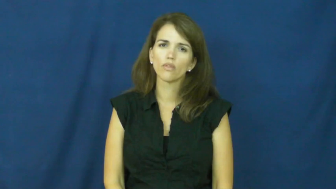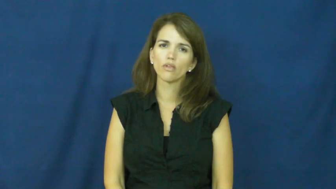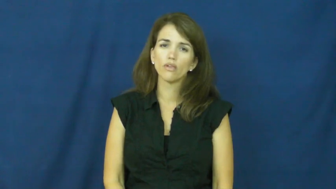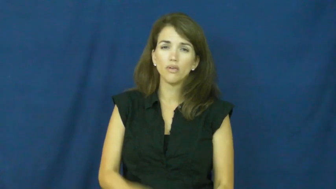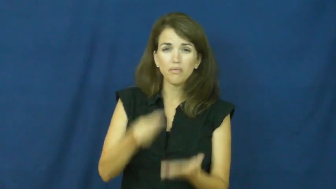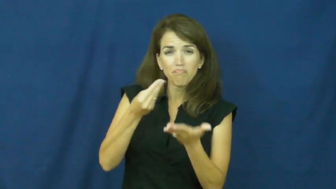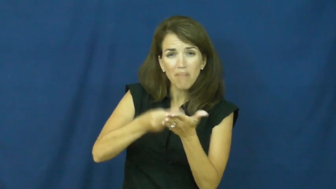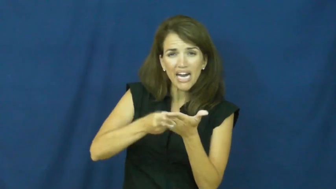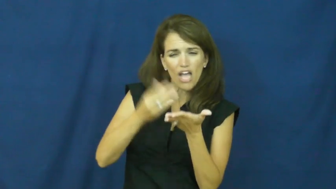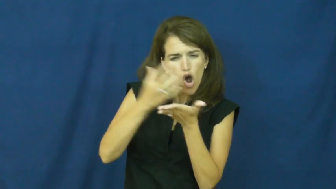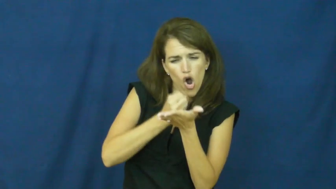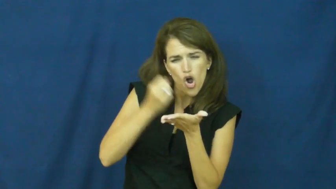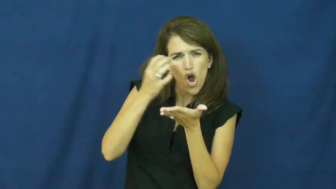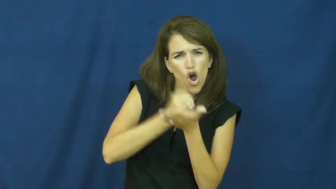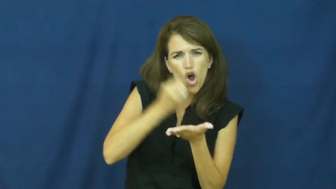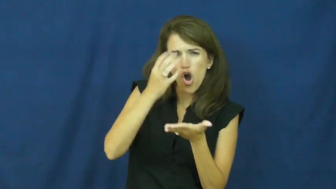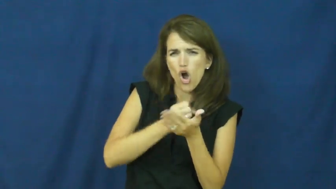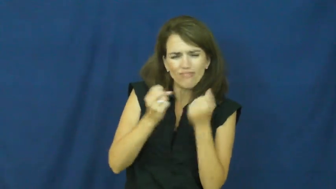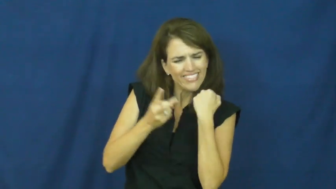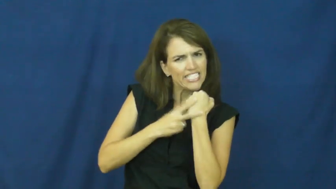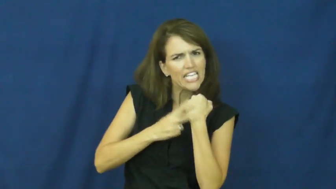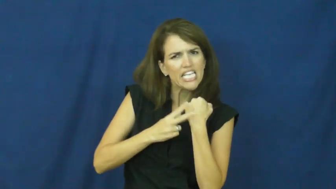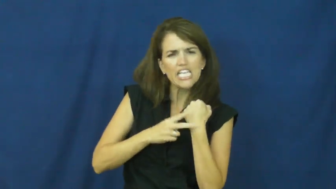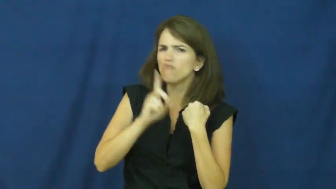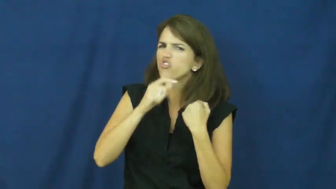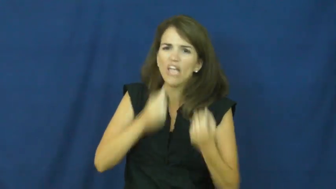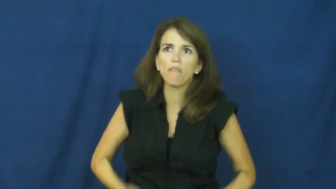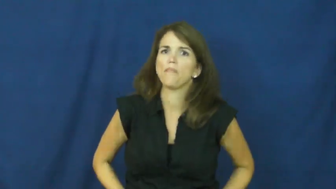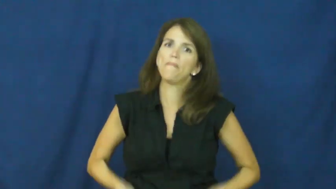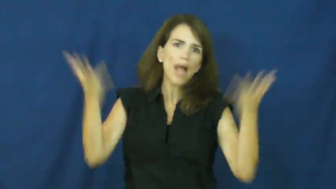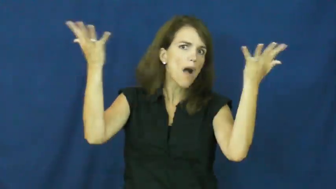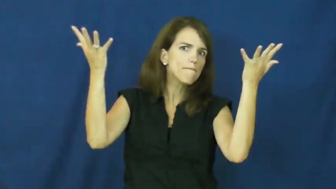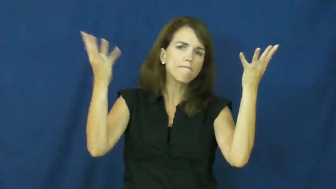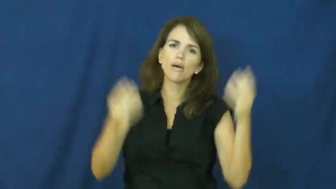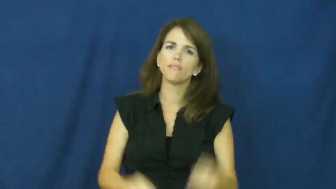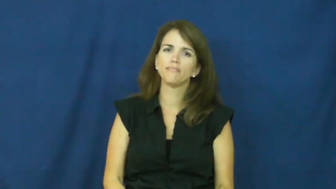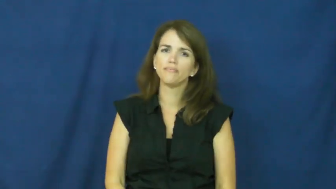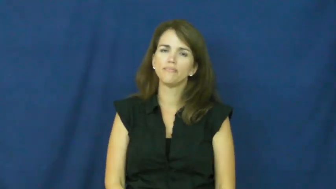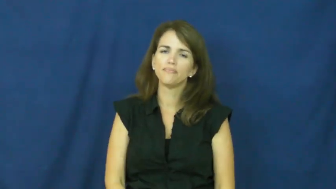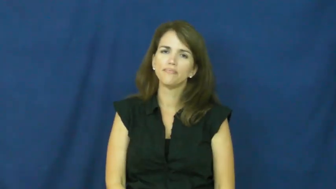"a penny saved is a penny earned"